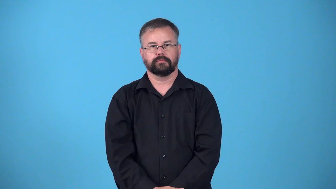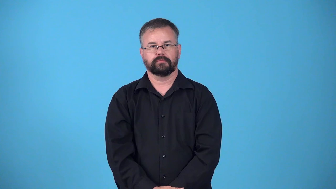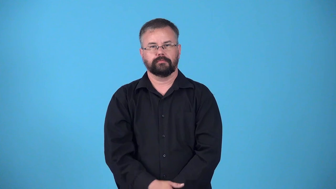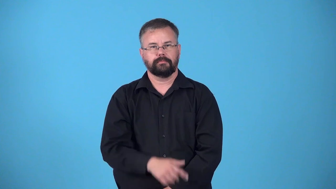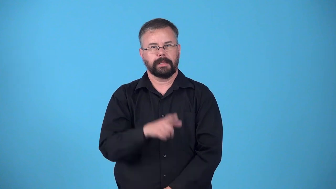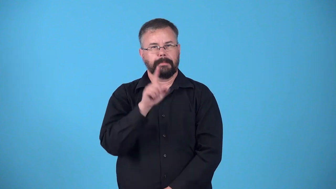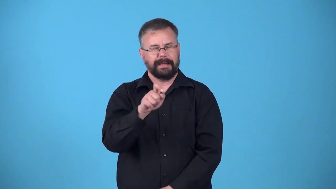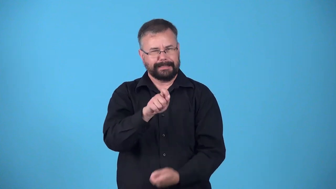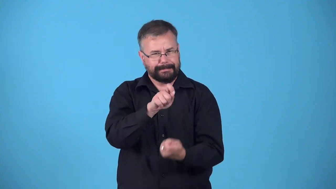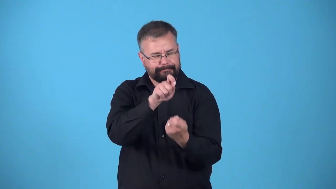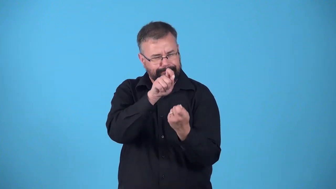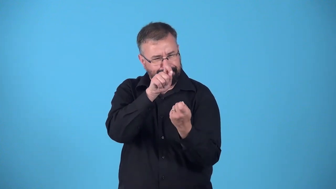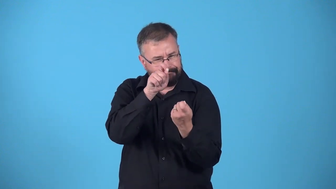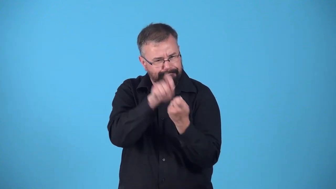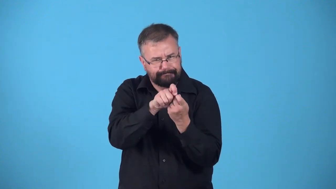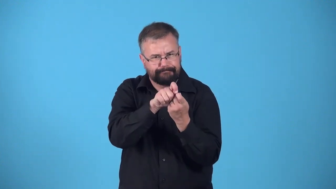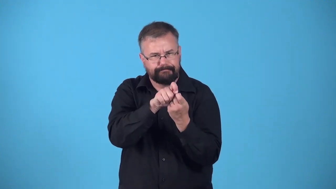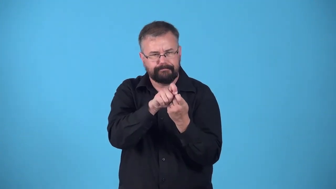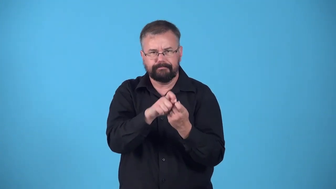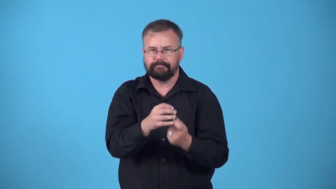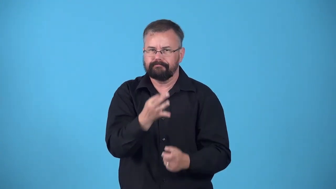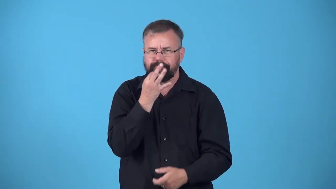exigent,fidelity,accuracy